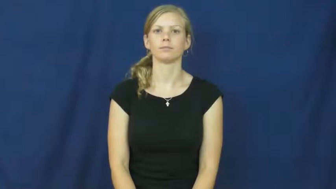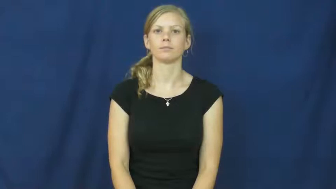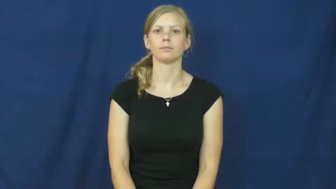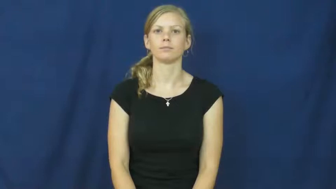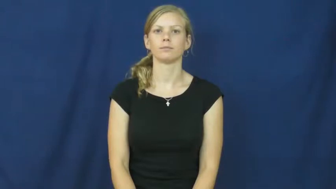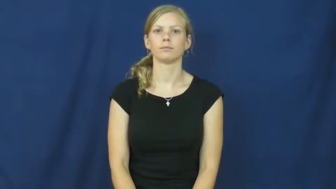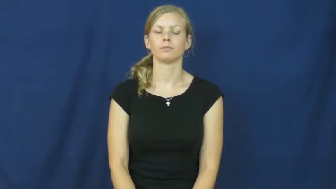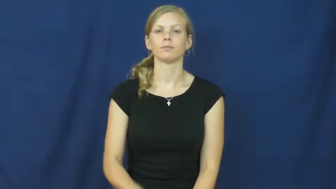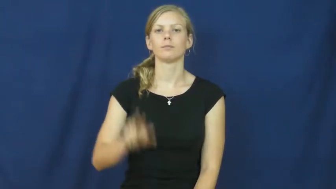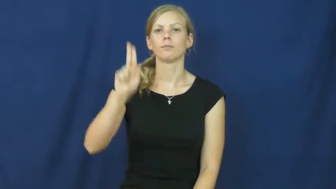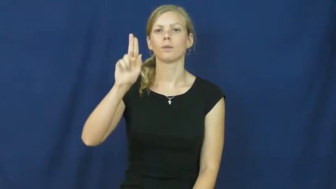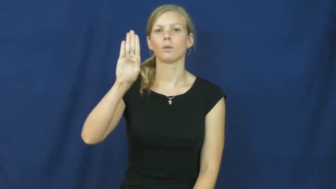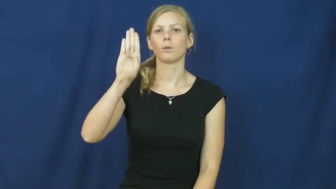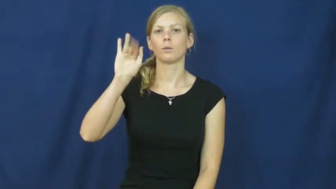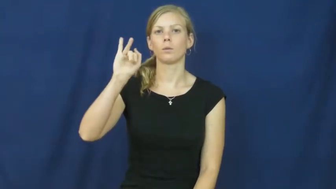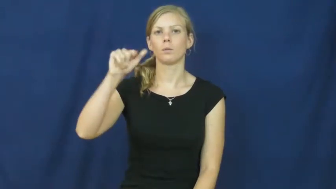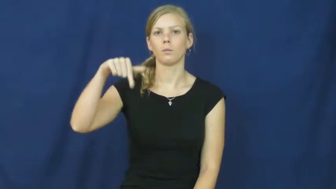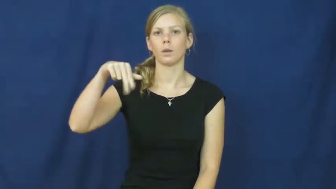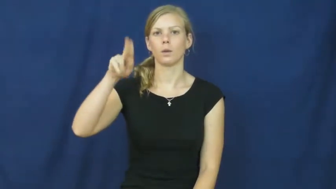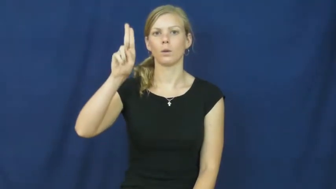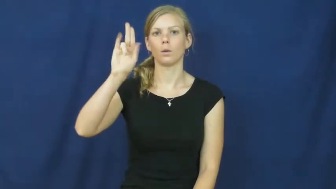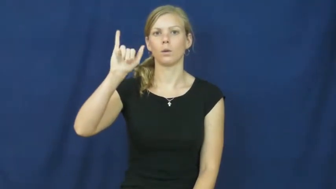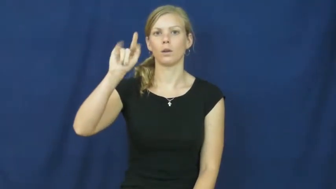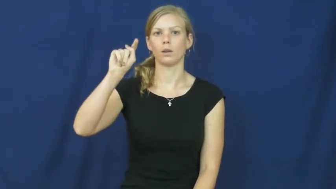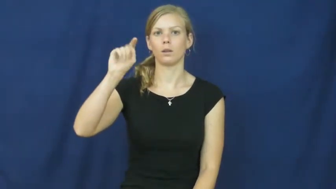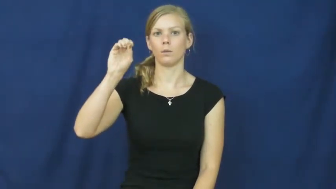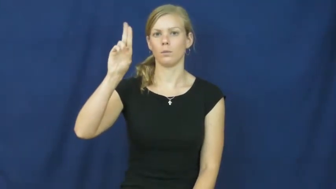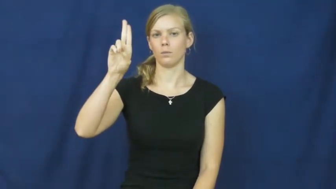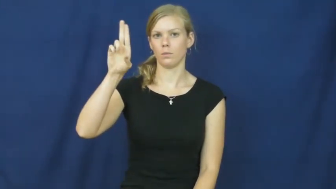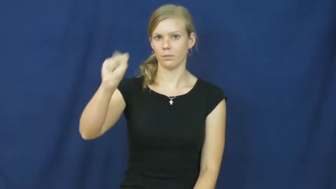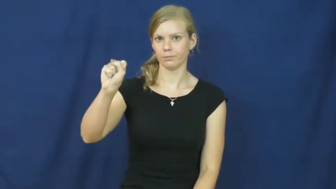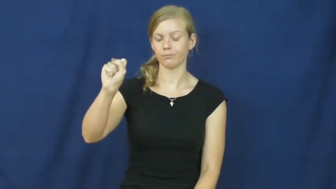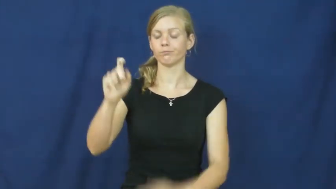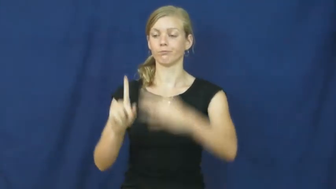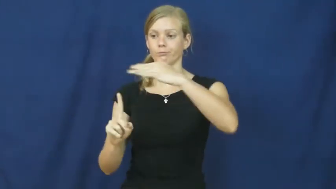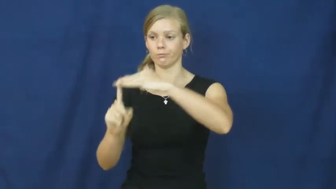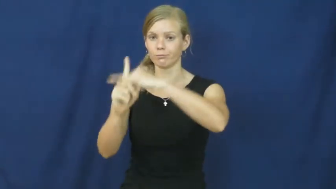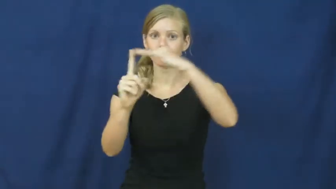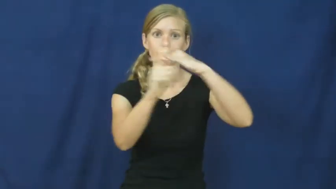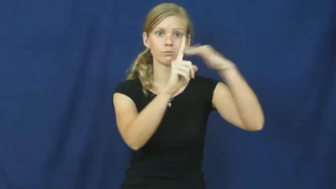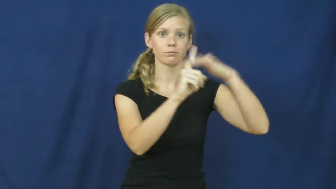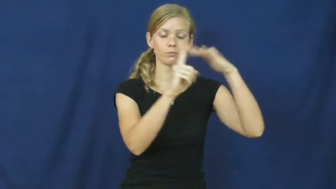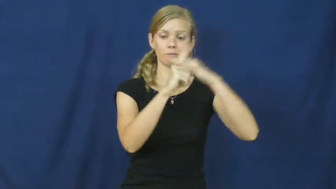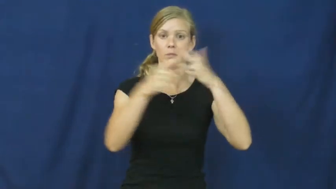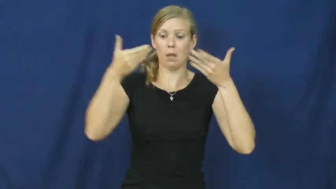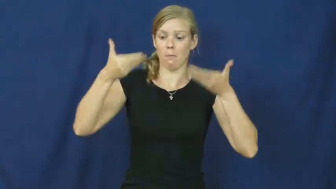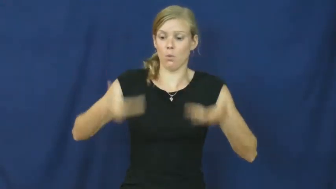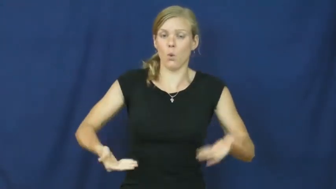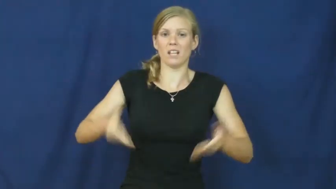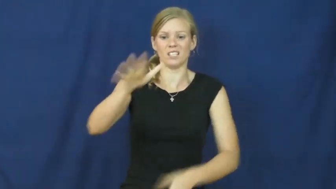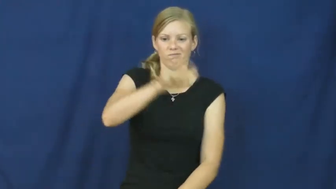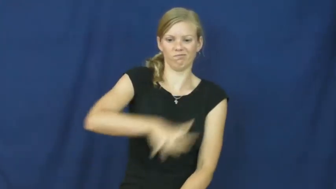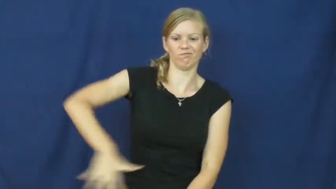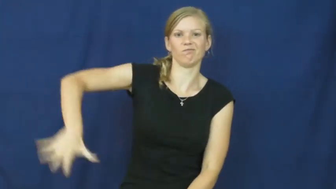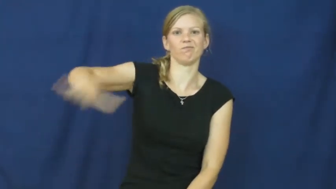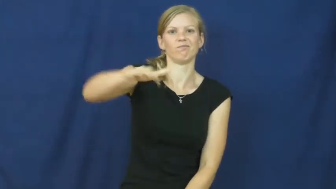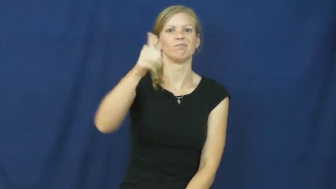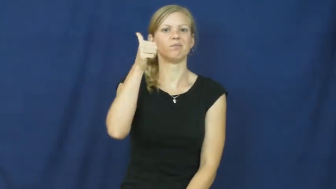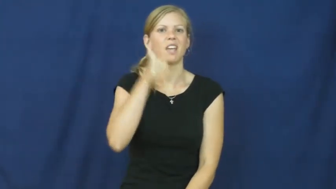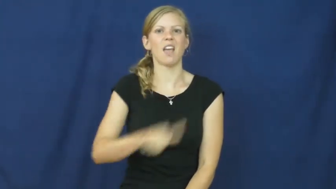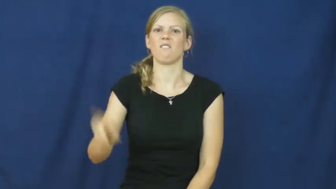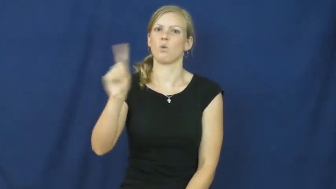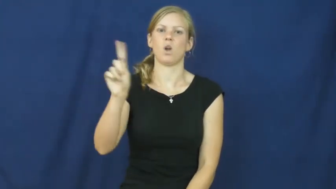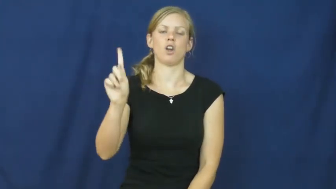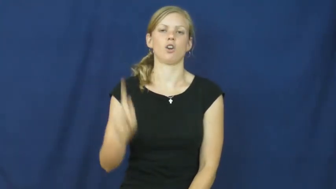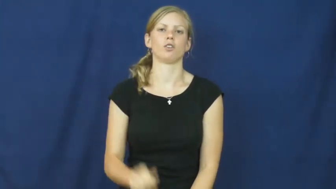ubiquitous